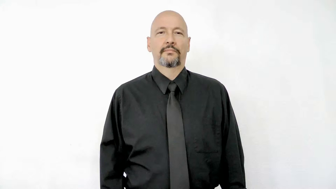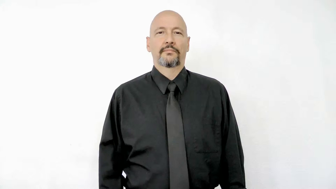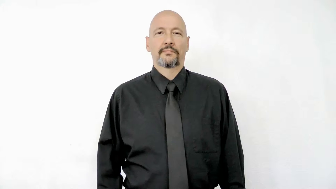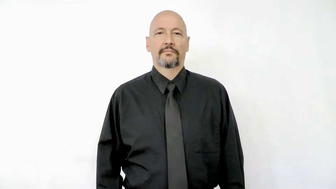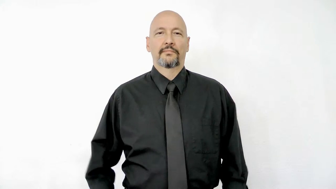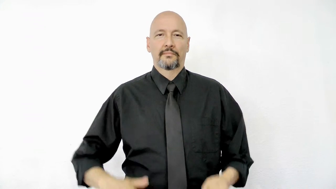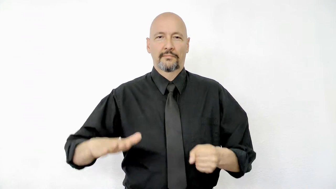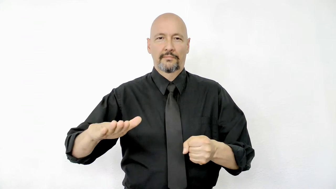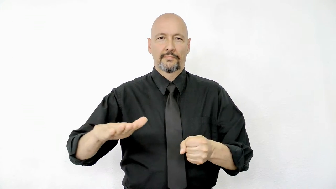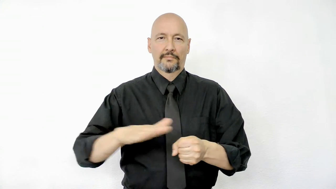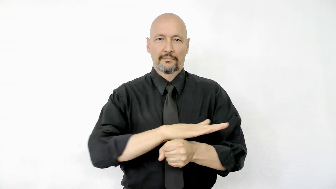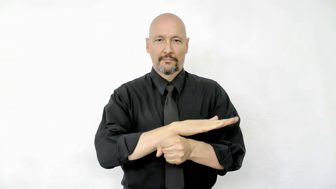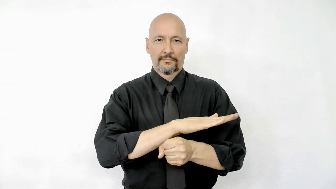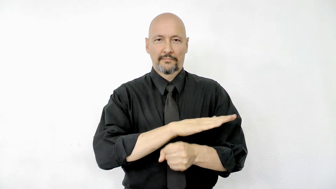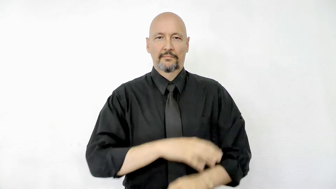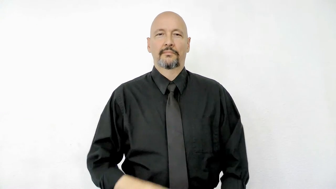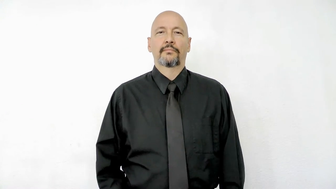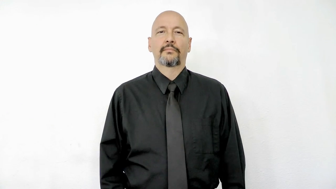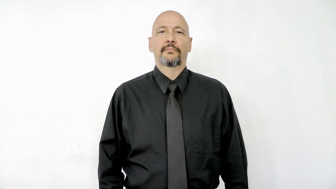full version